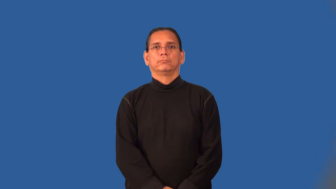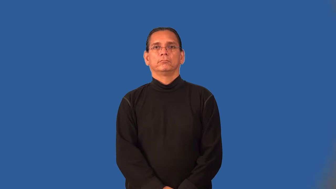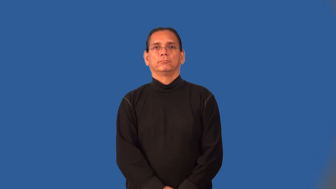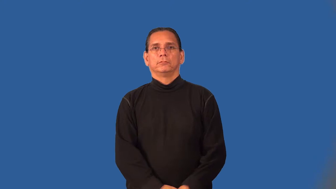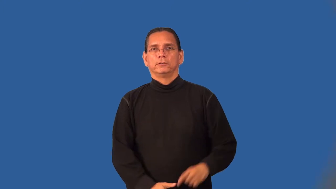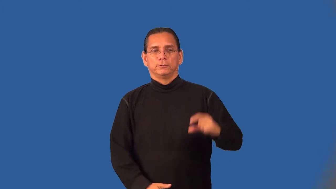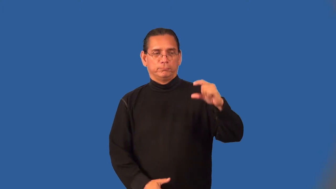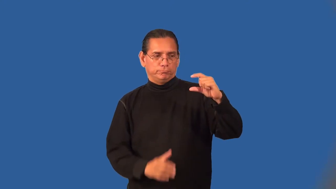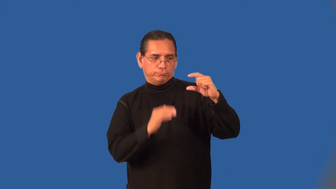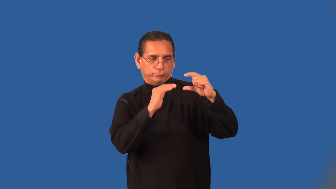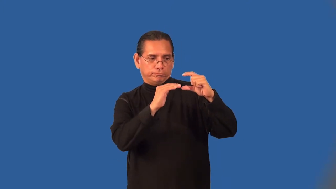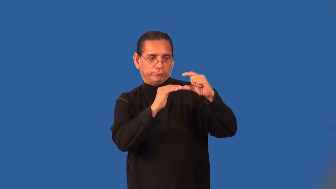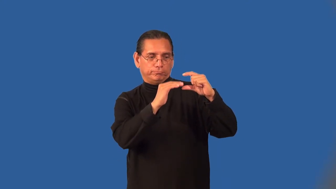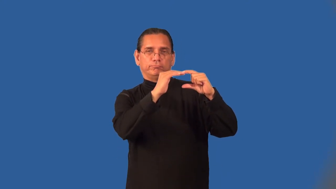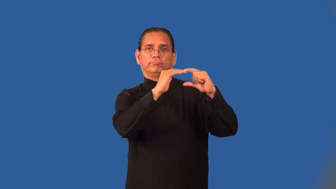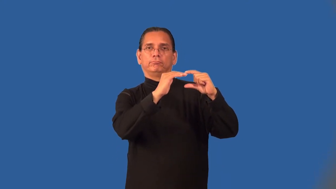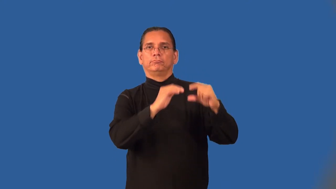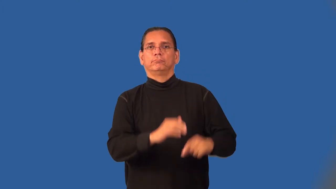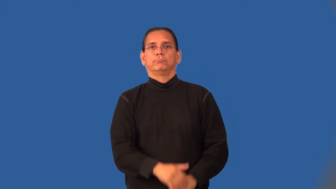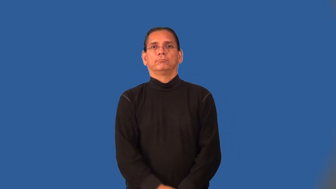thimbleful